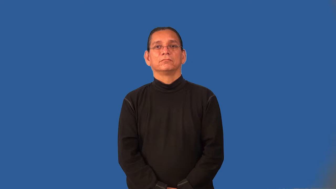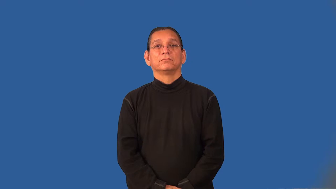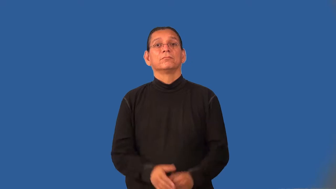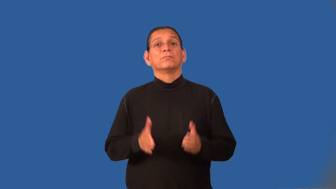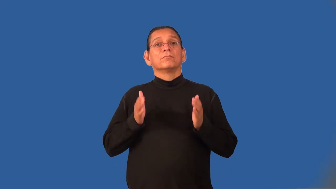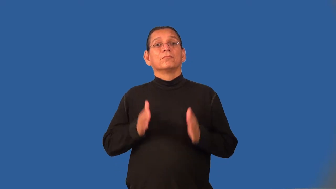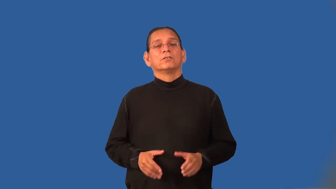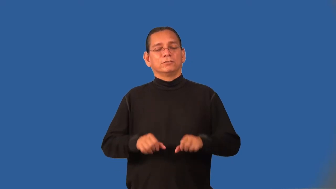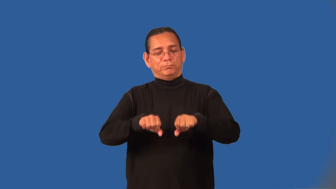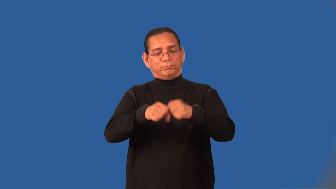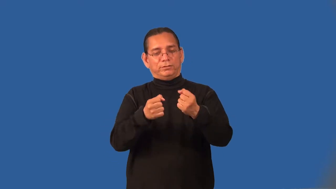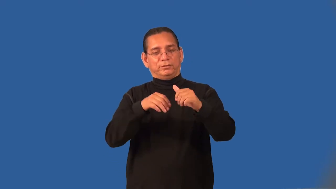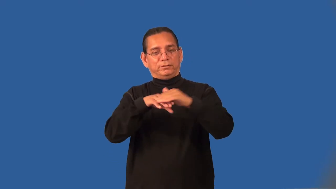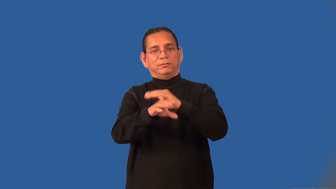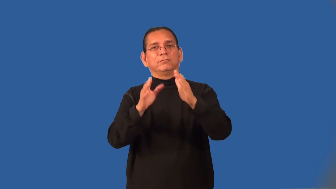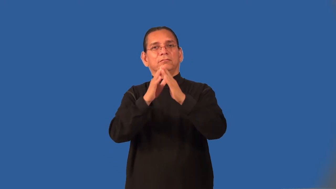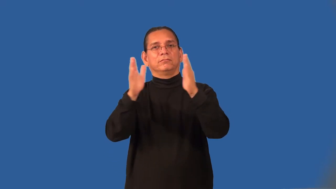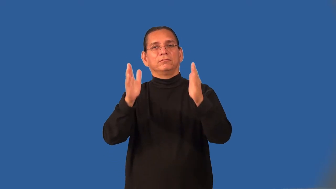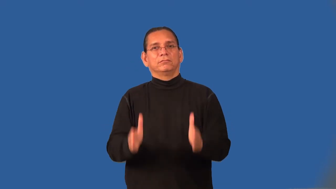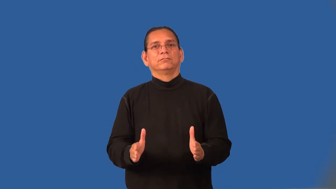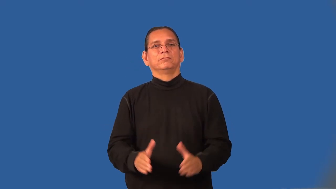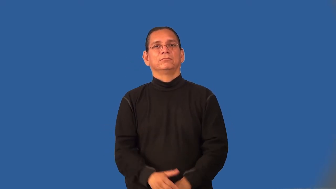housebreaker